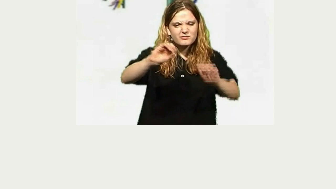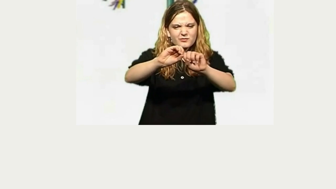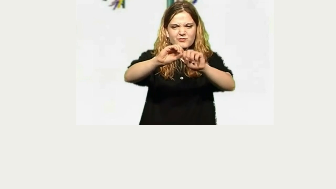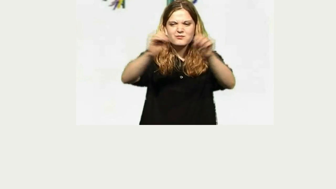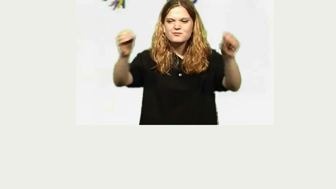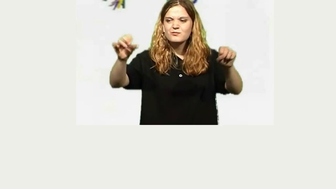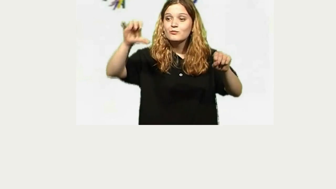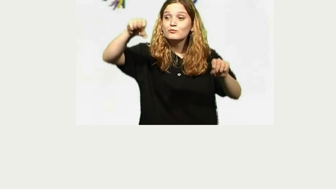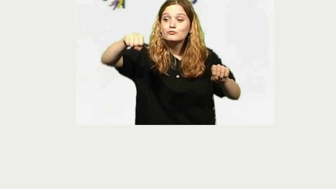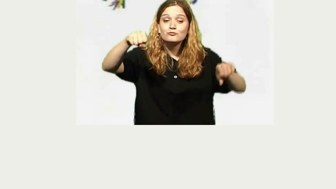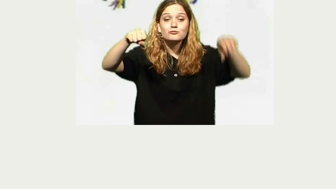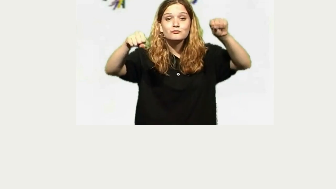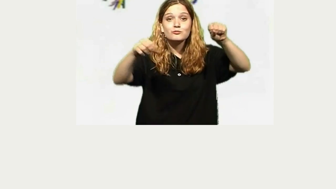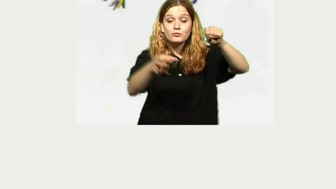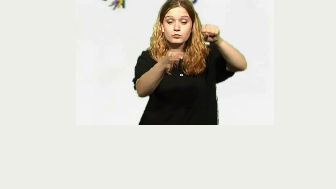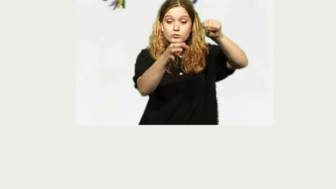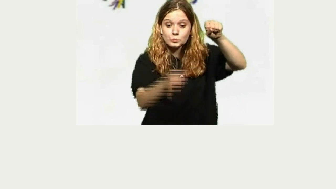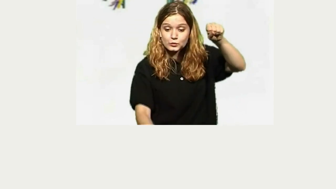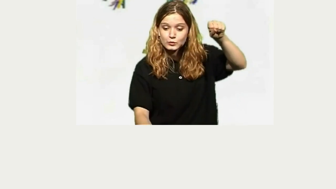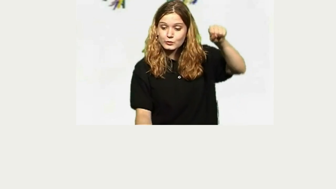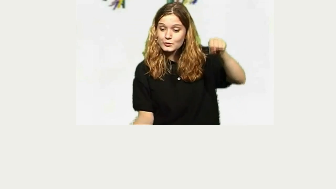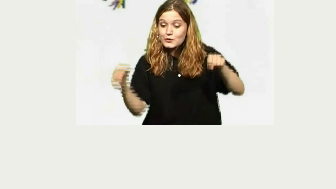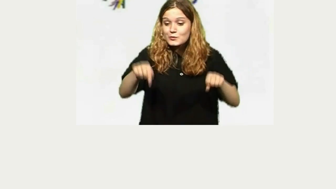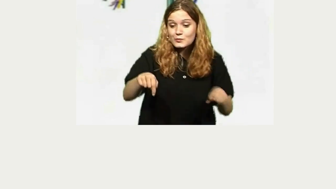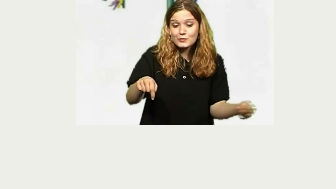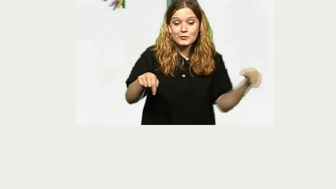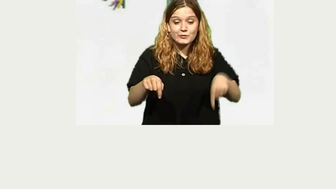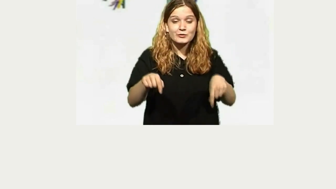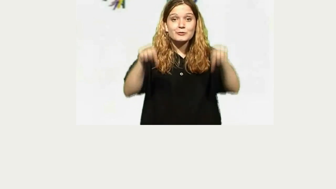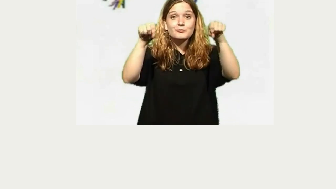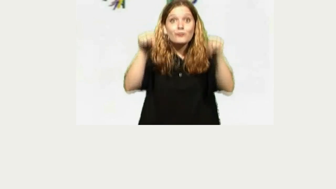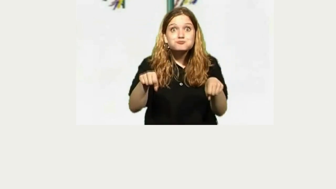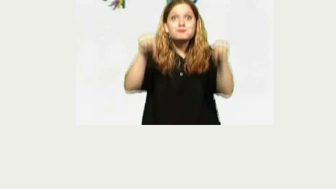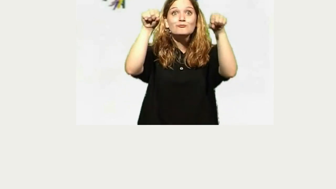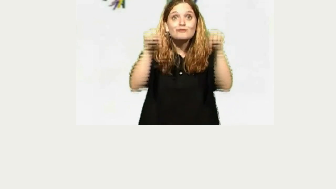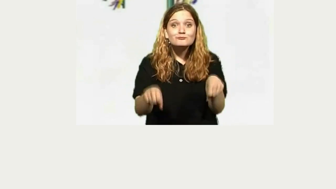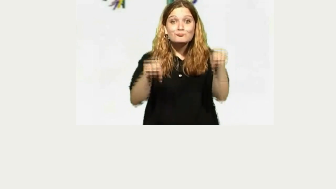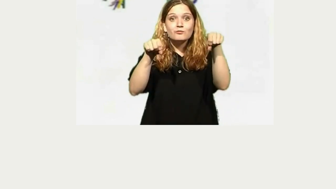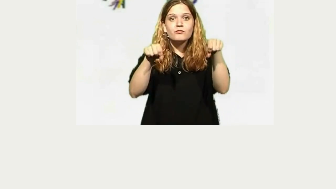pogo stick